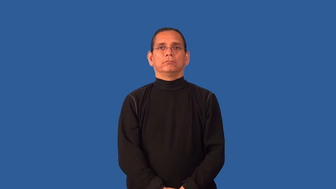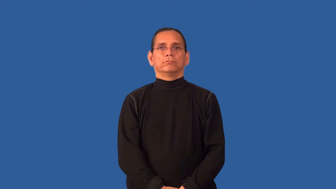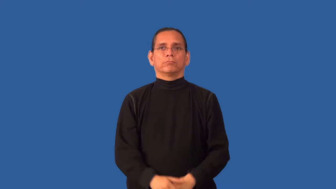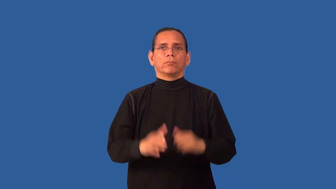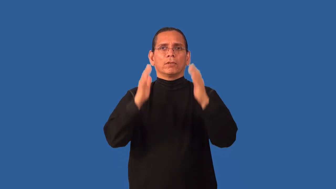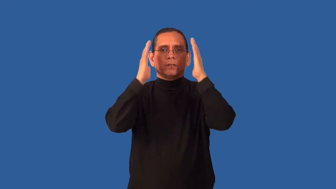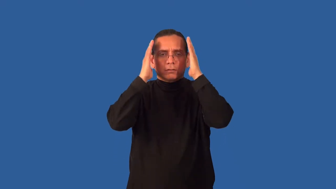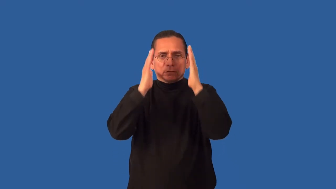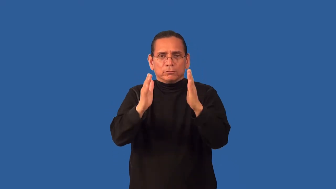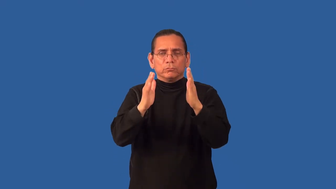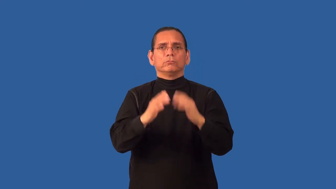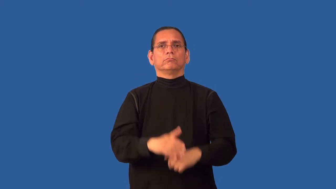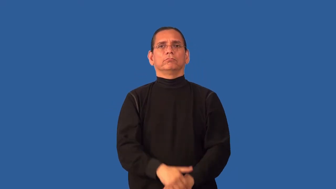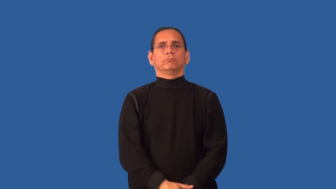attending to